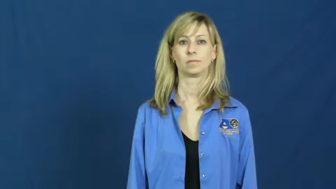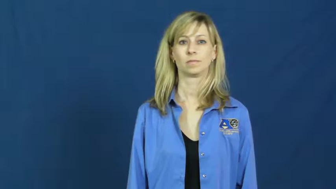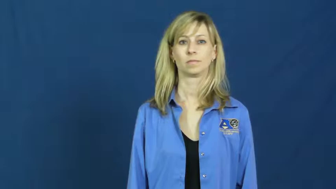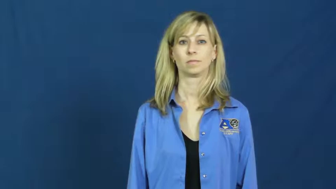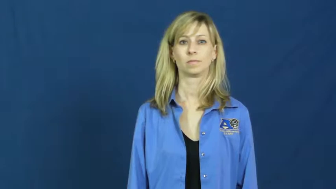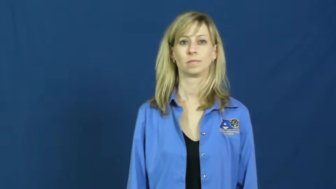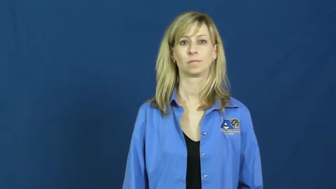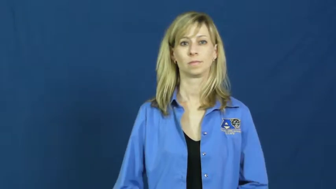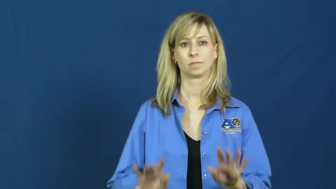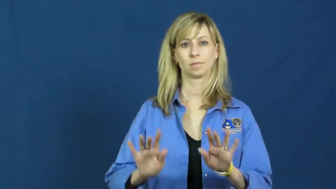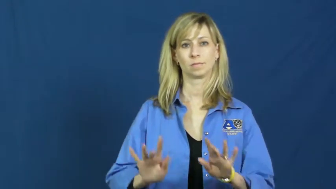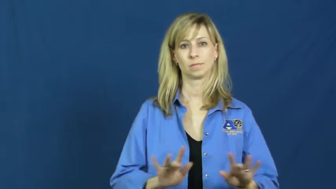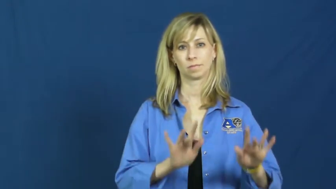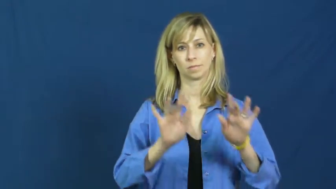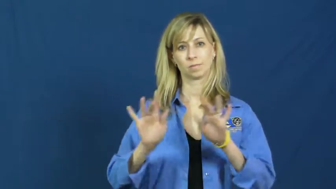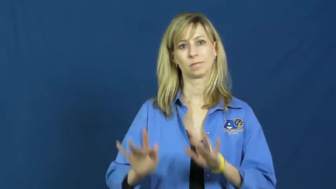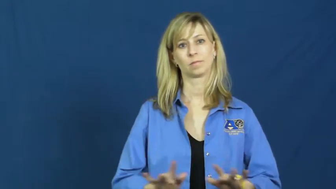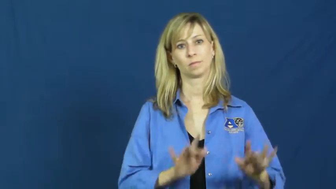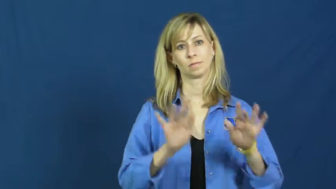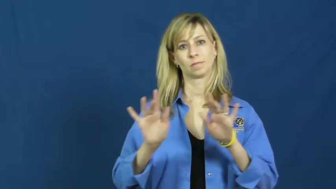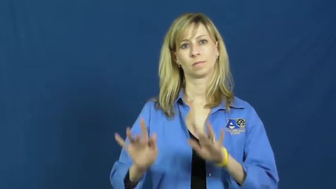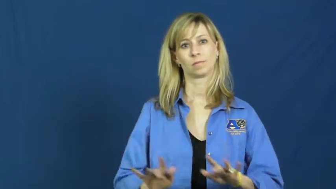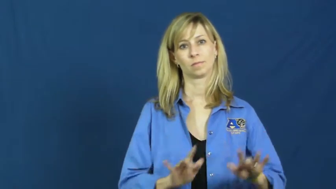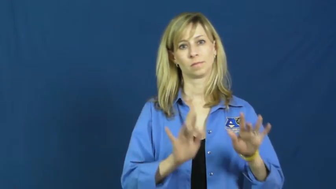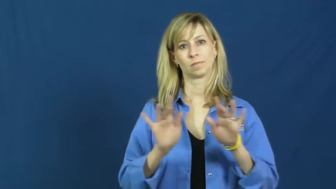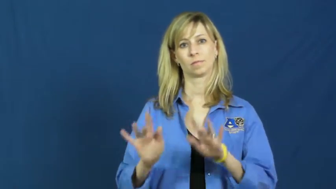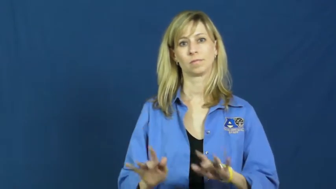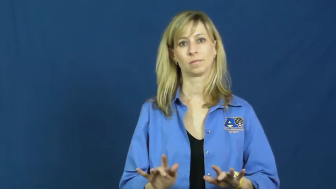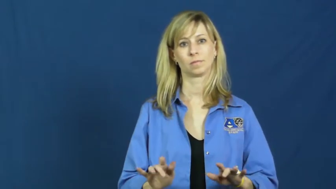tape-record